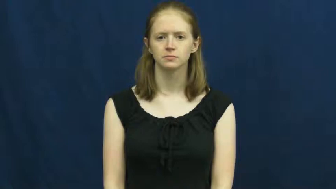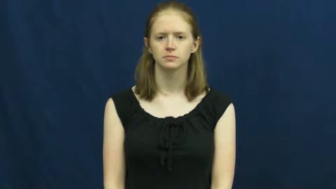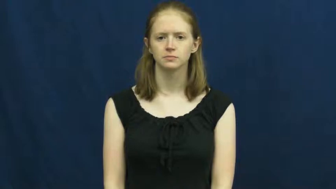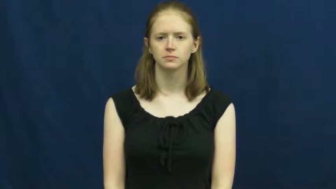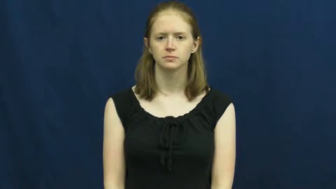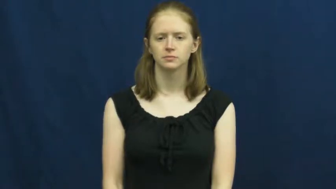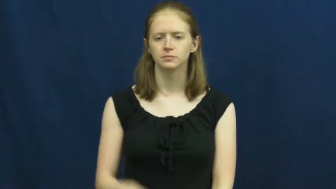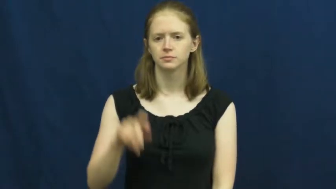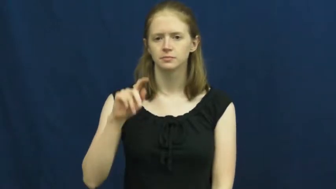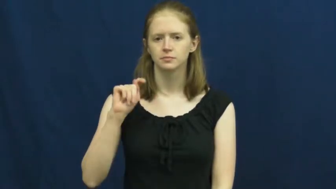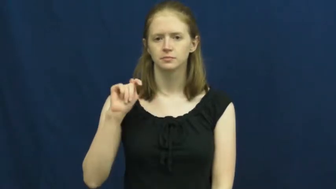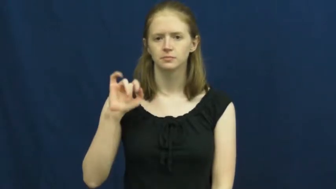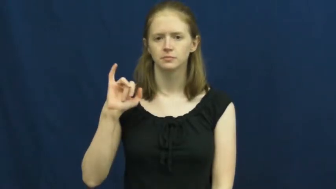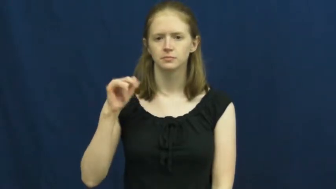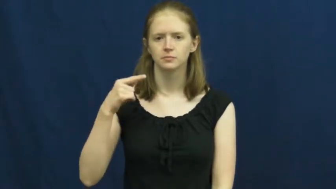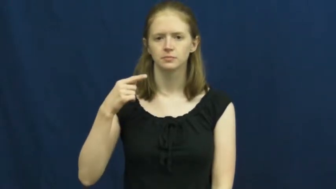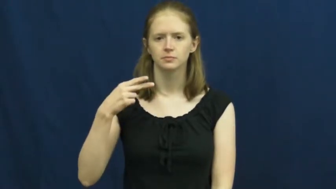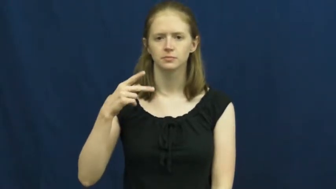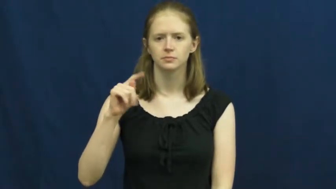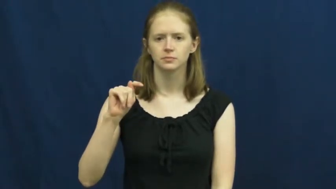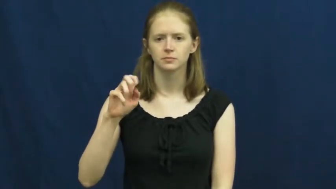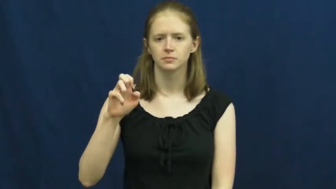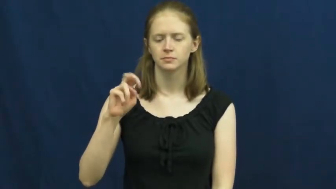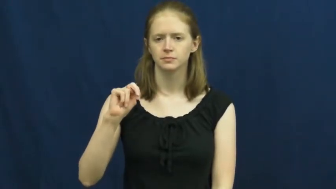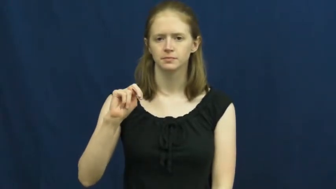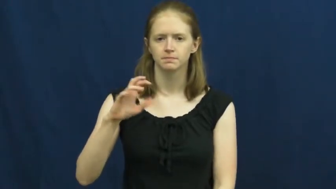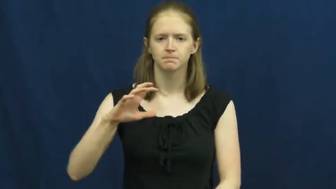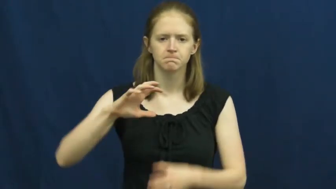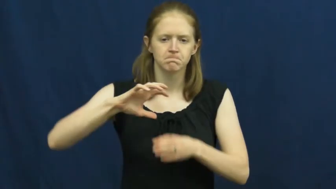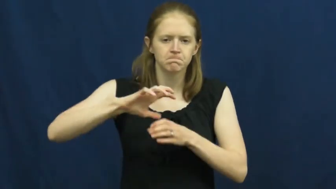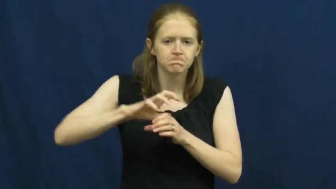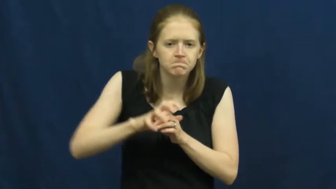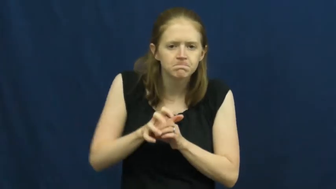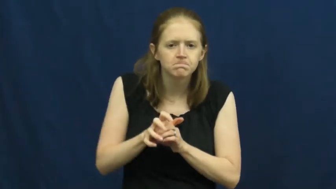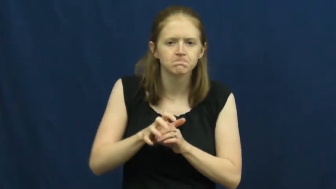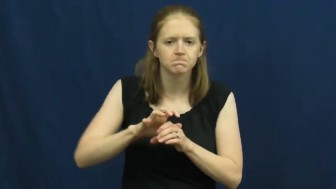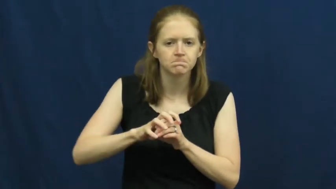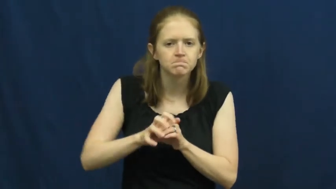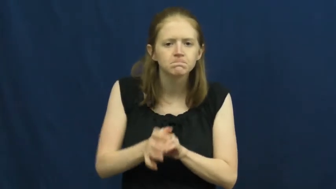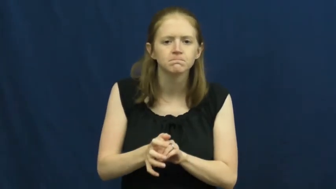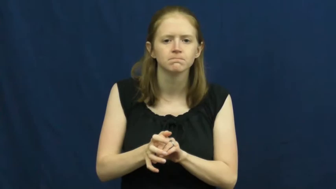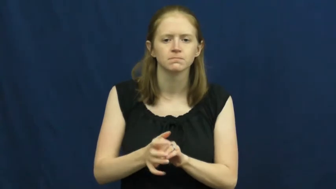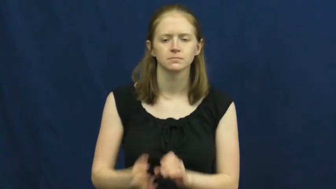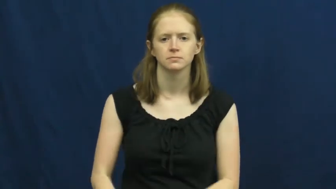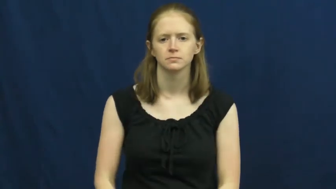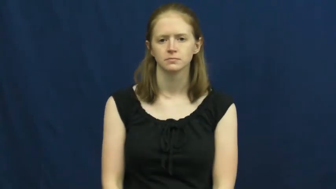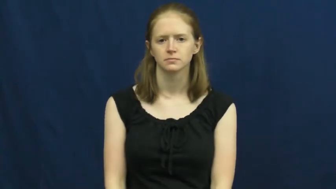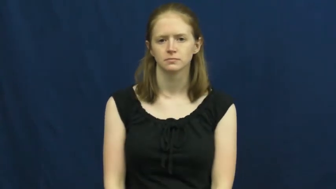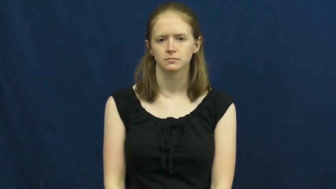tighten, tighten on,tighten up,screw on-jar